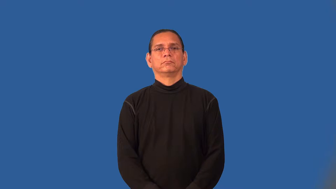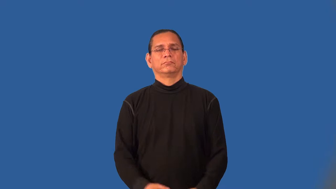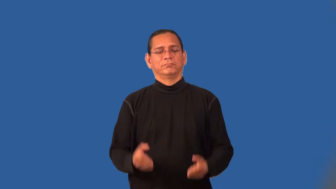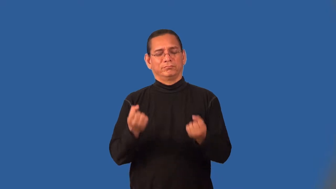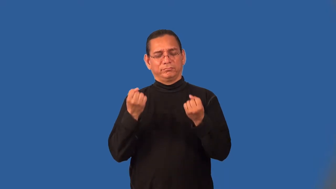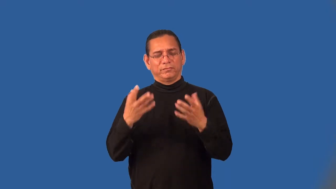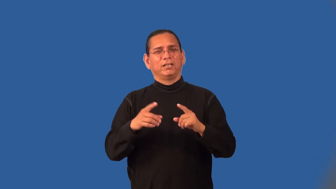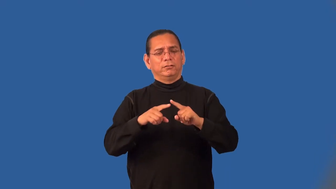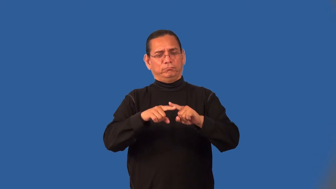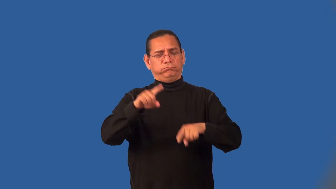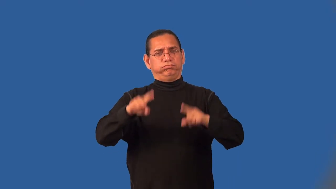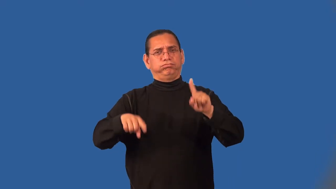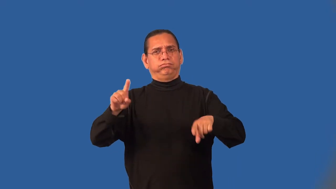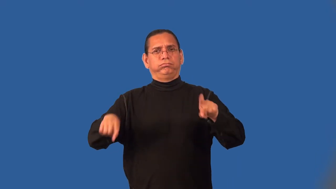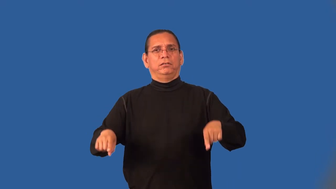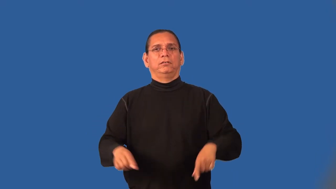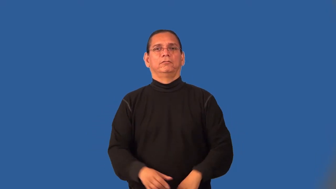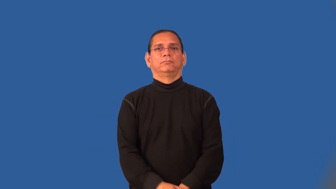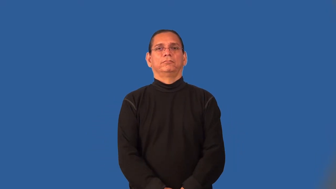multiplicity